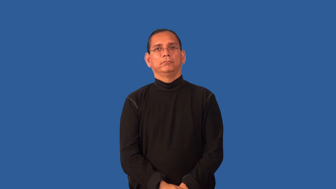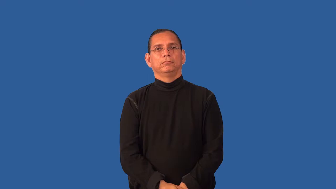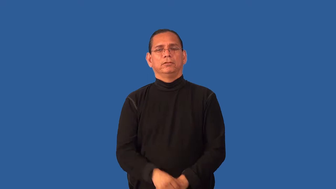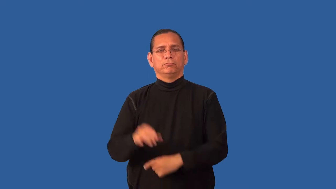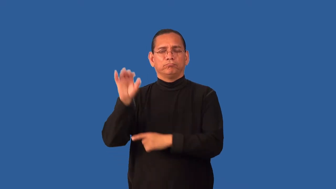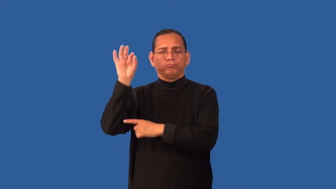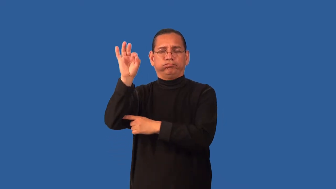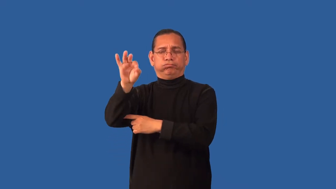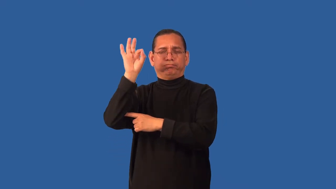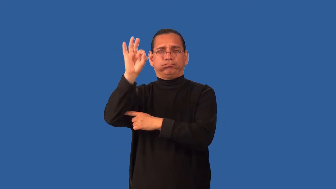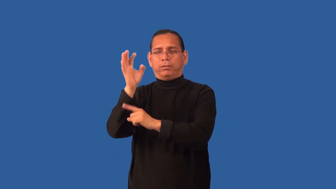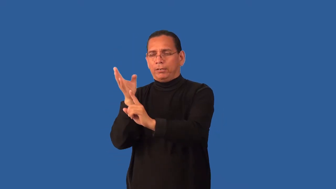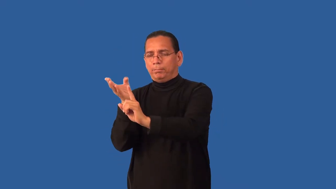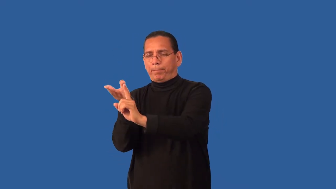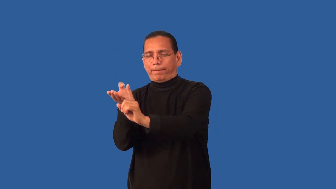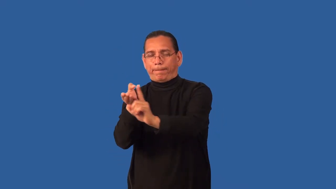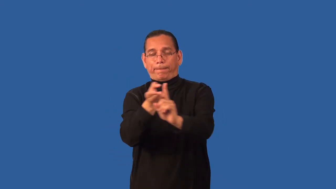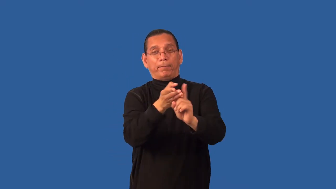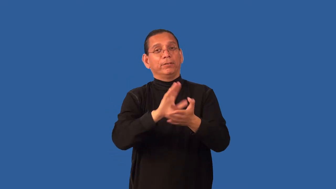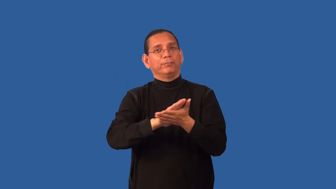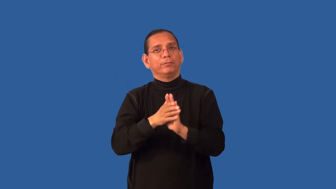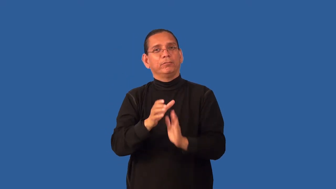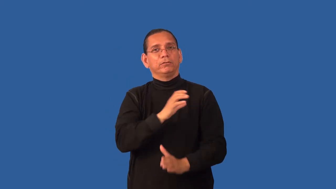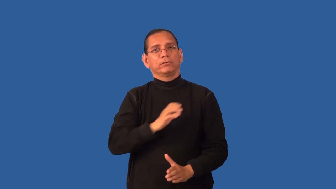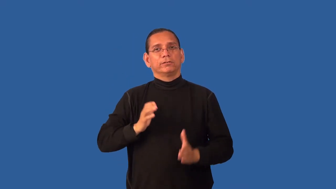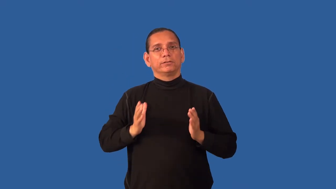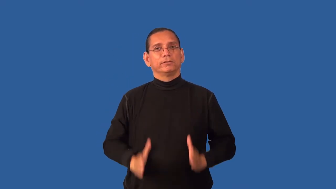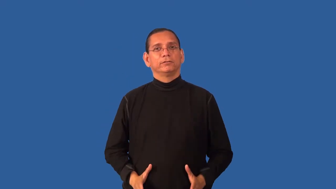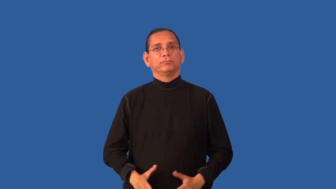evangelize-Christianity